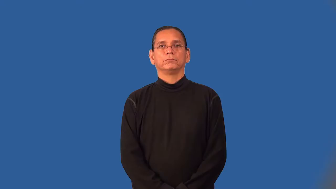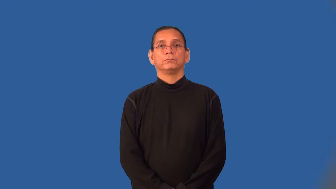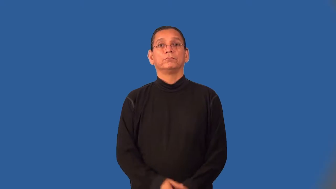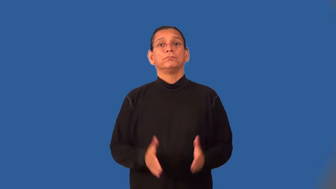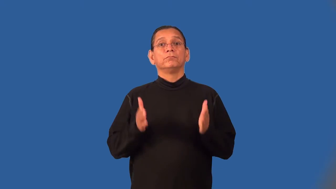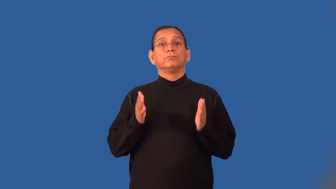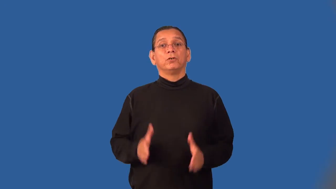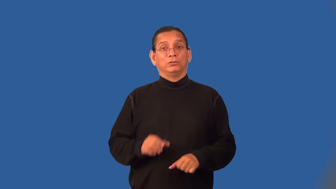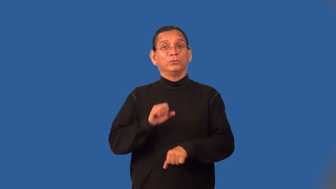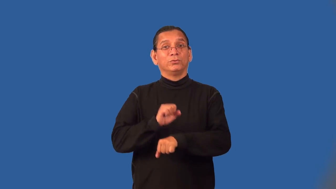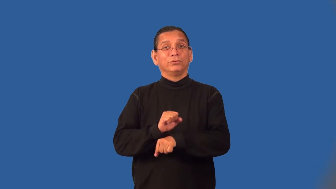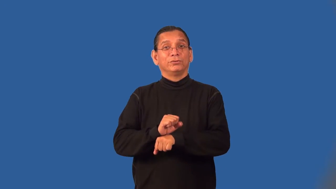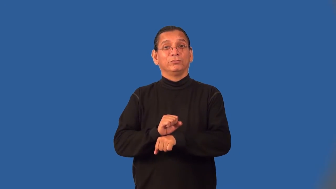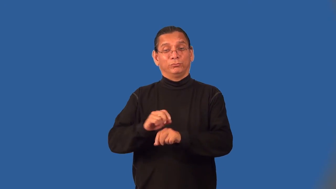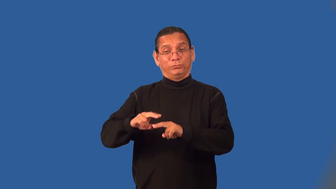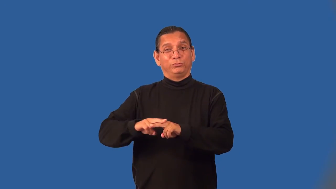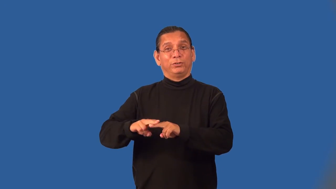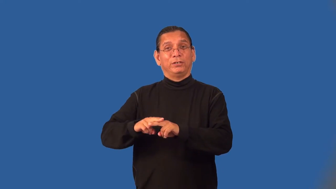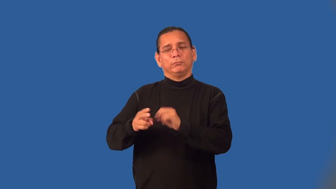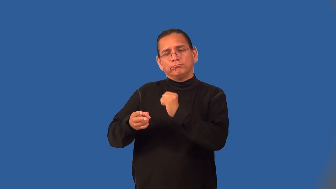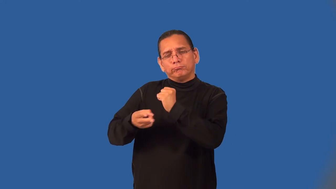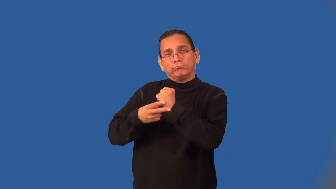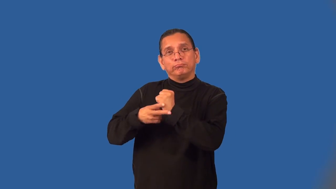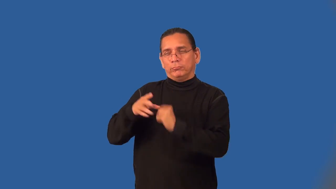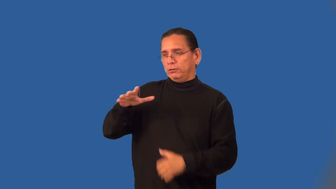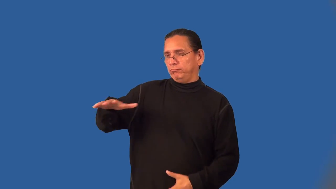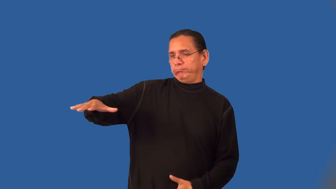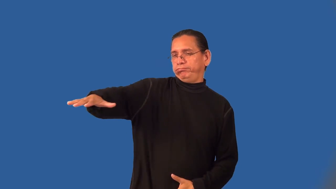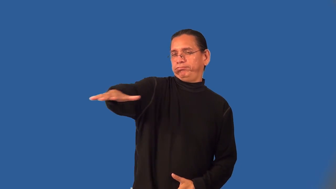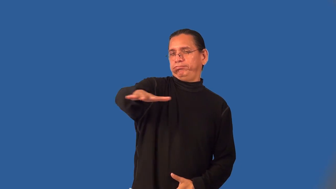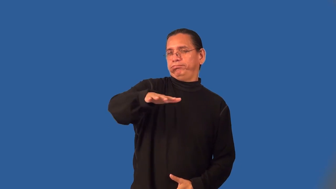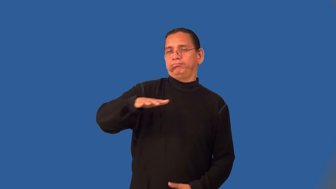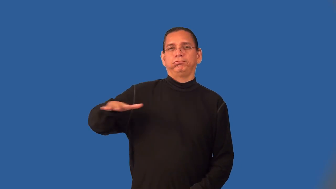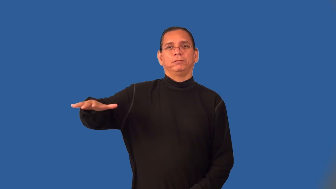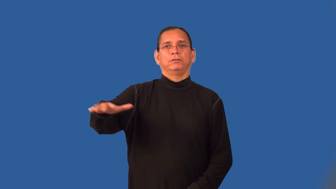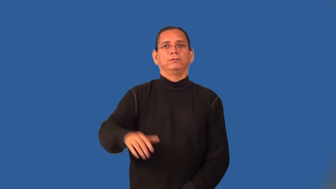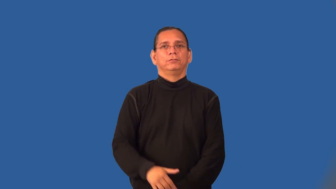yardman